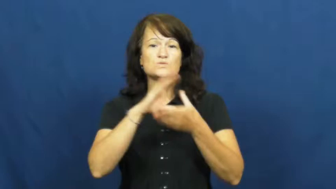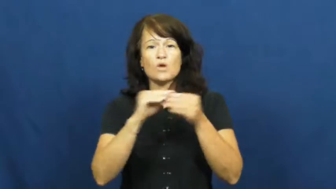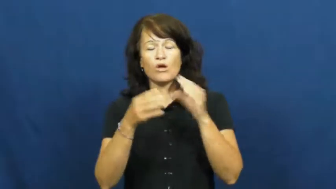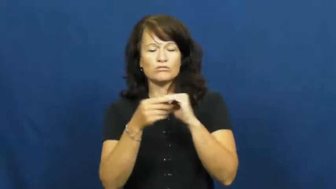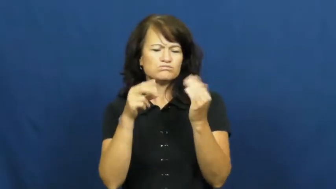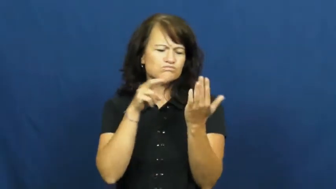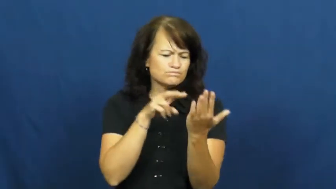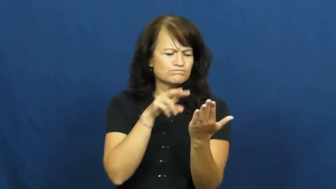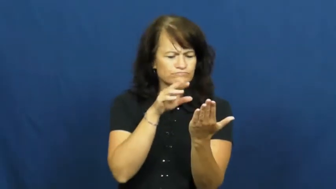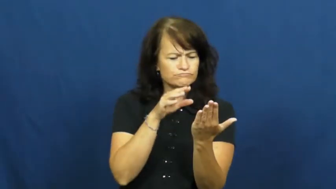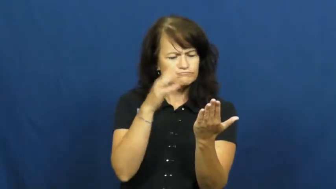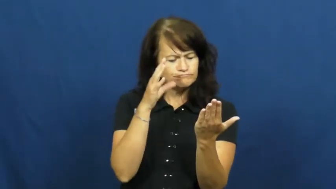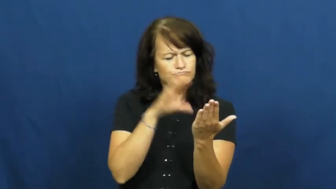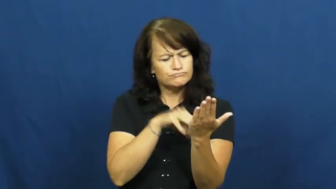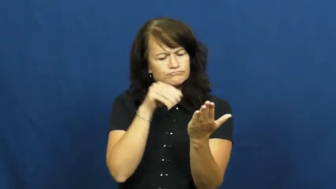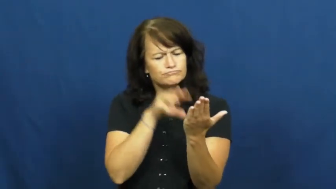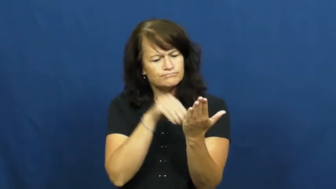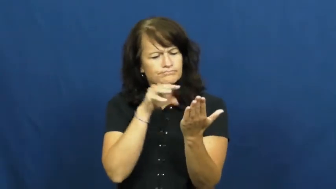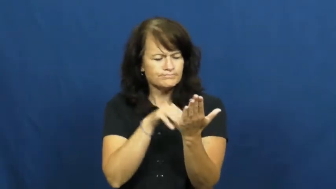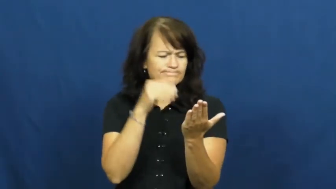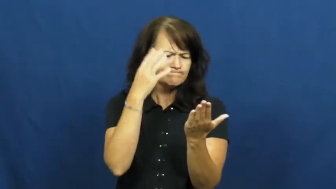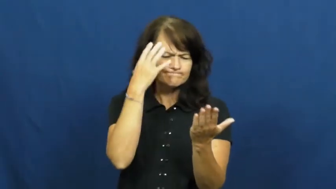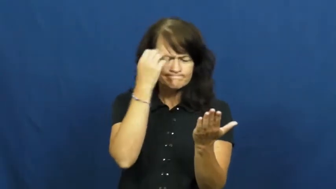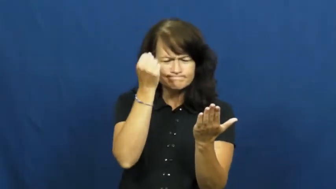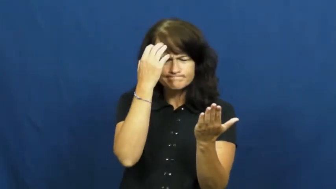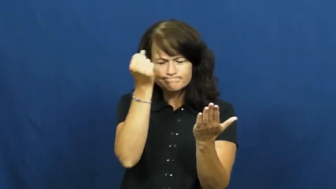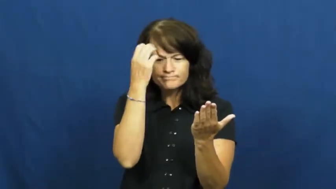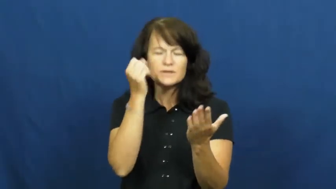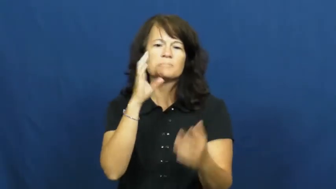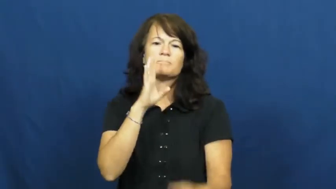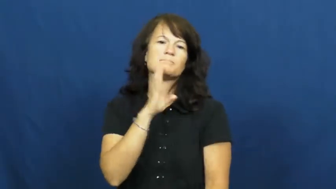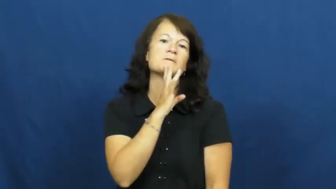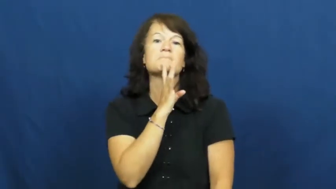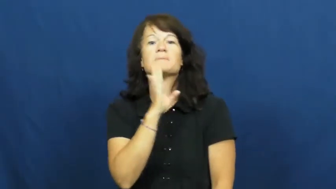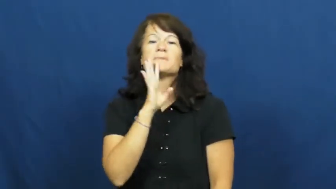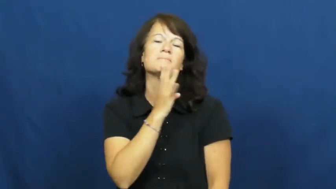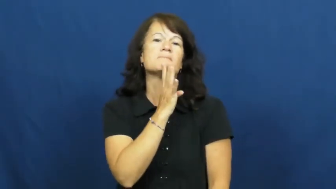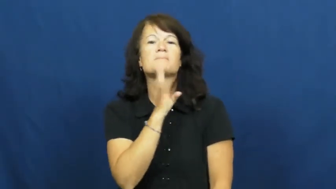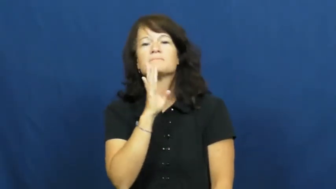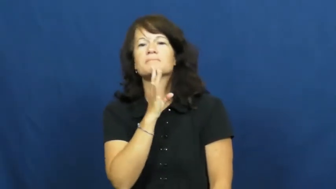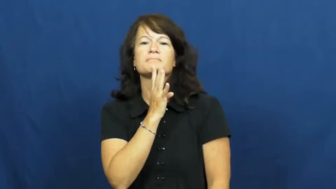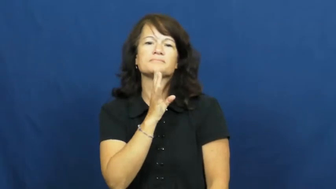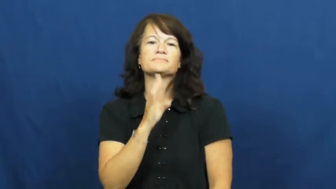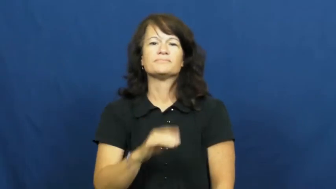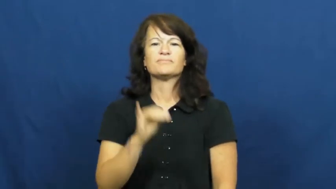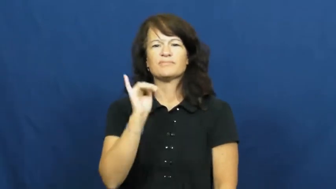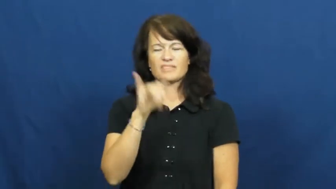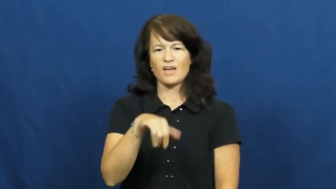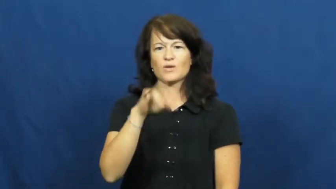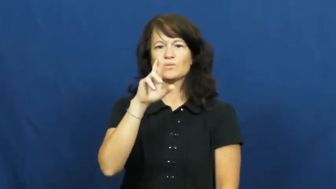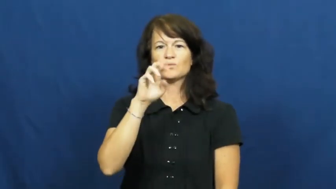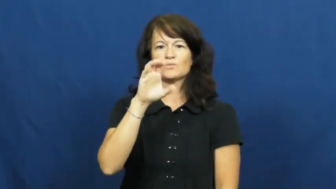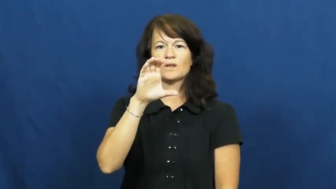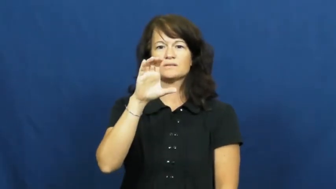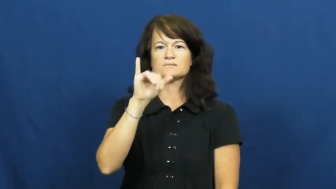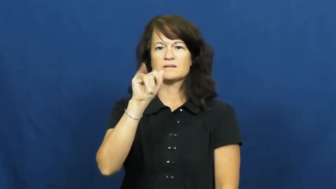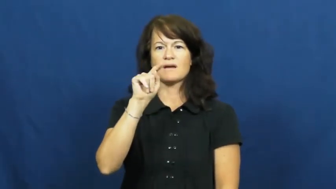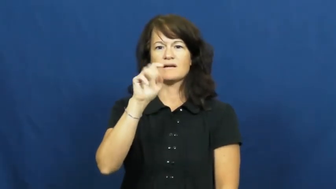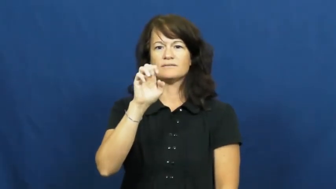recite